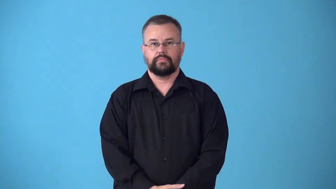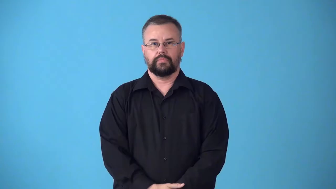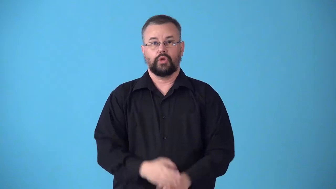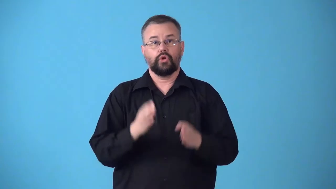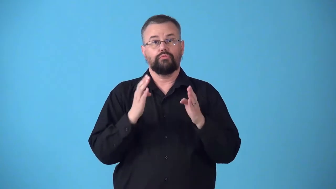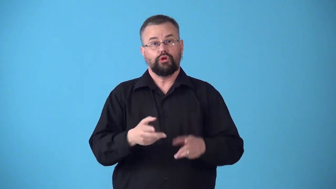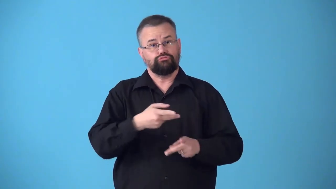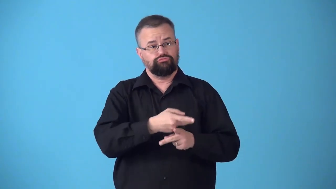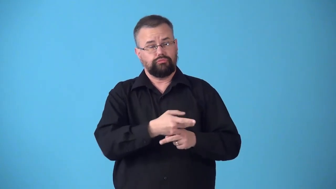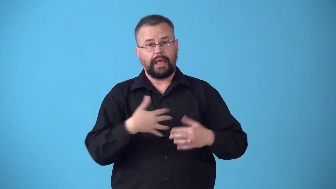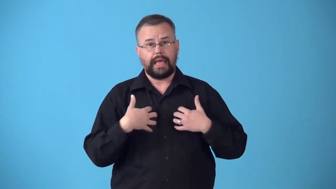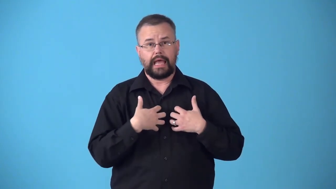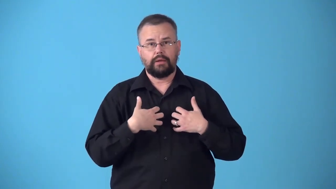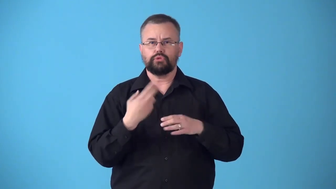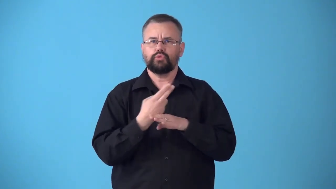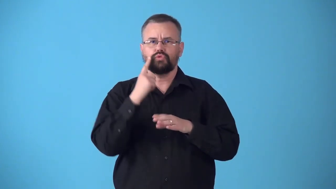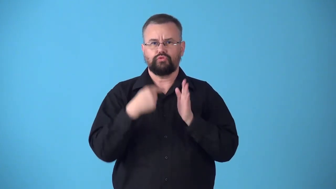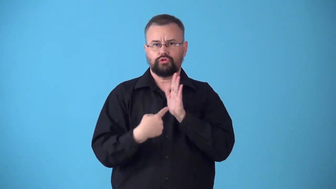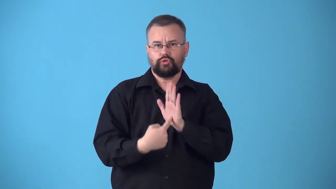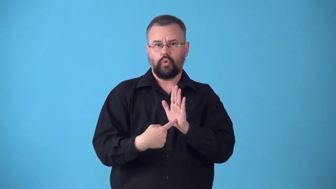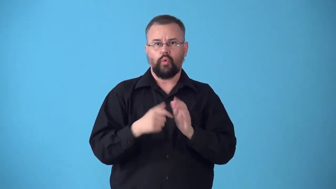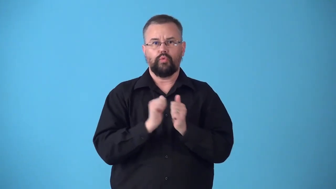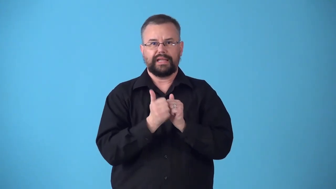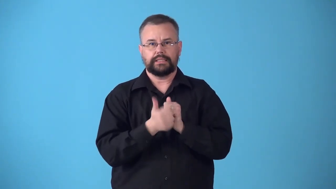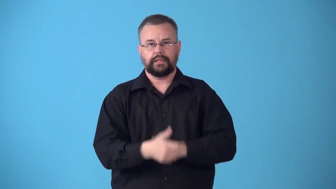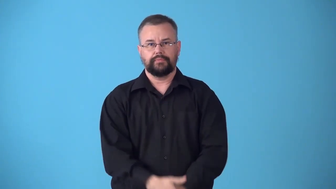stockbreeder